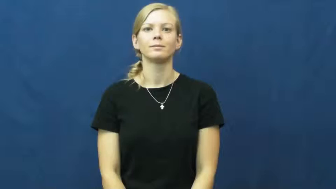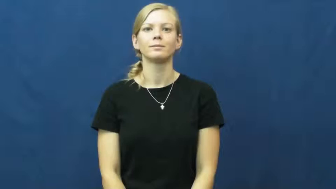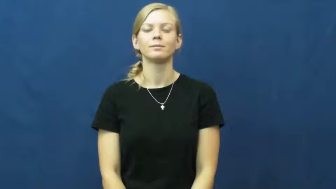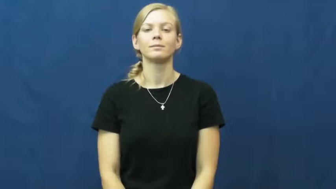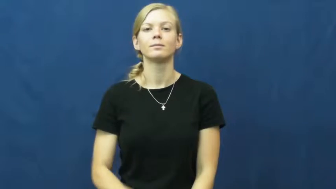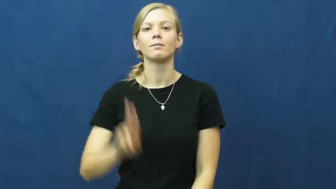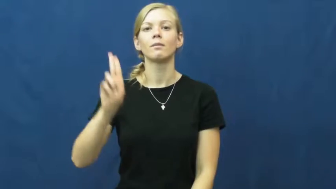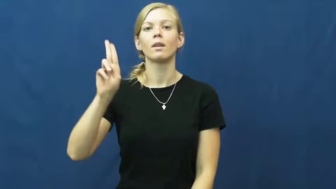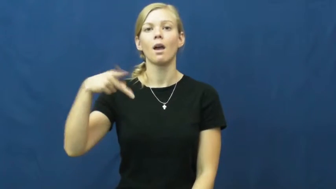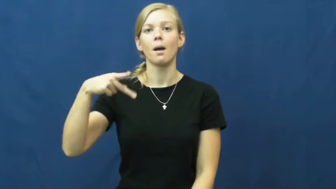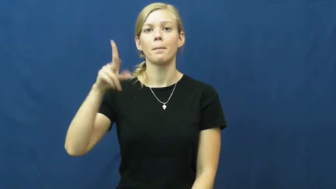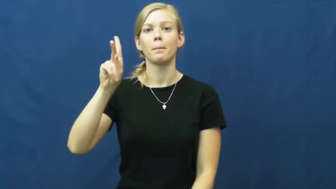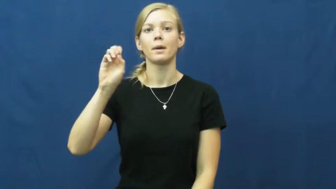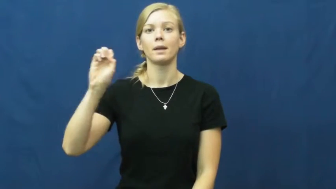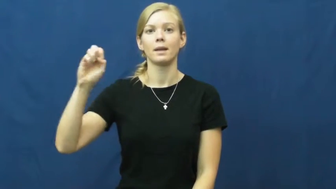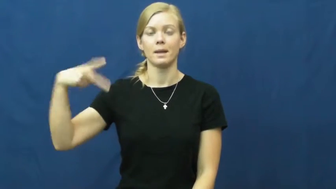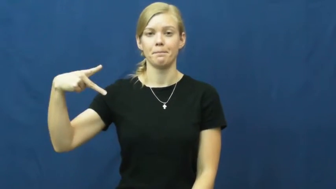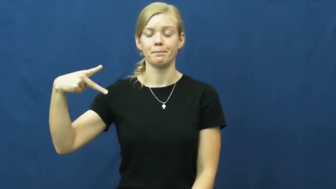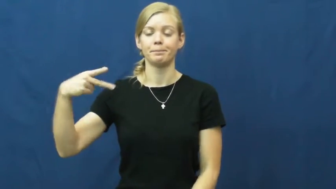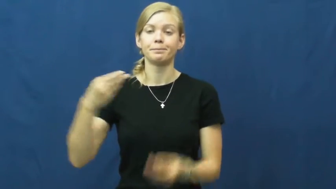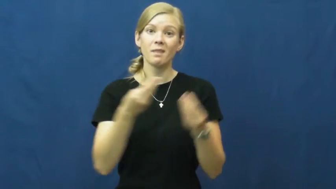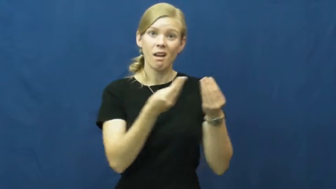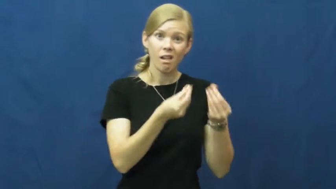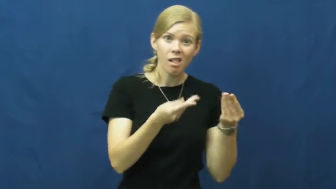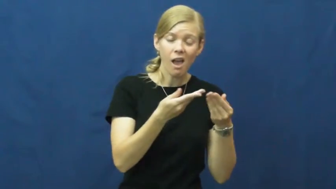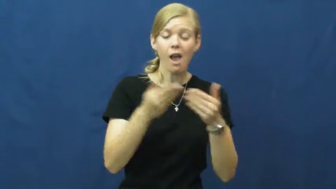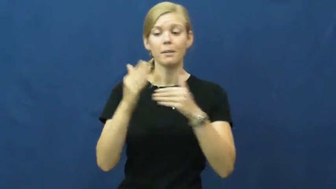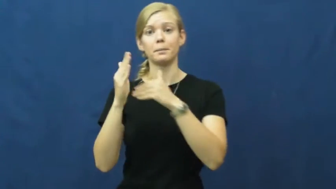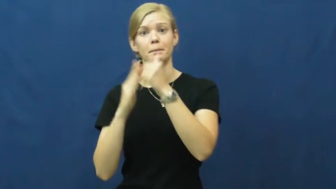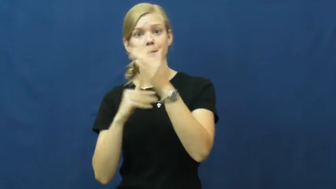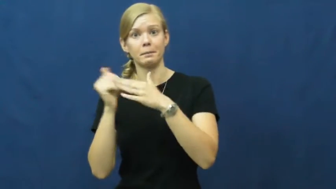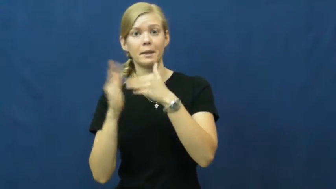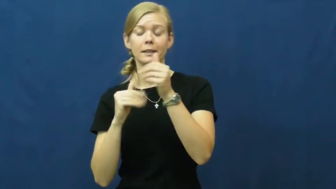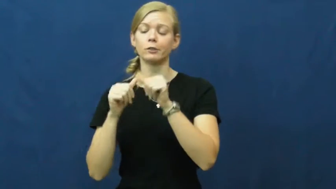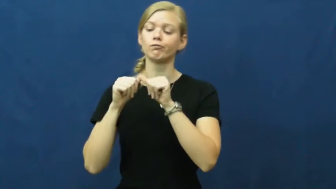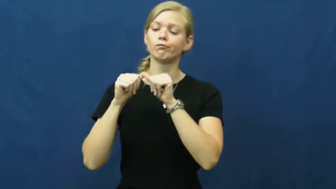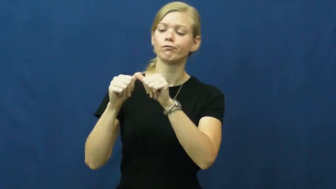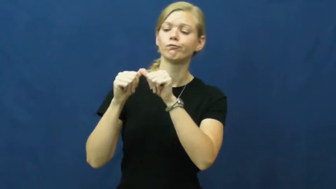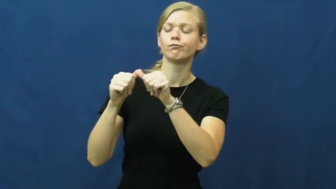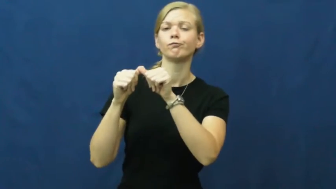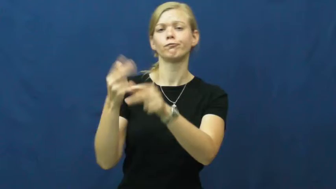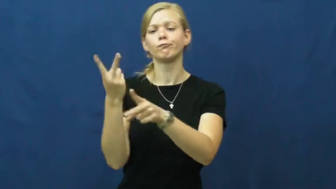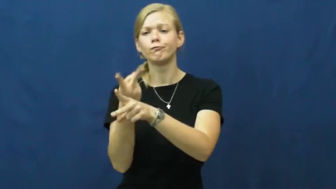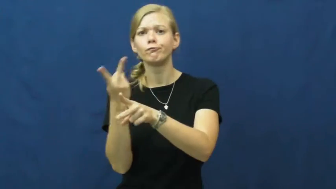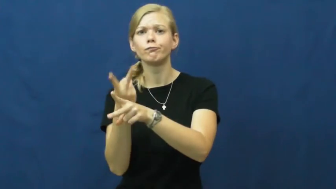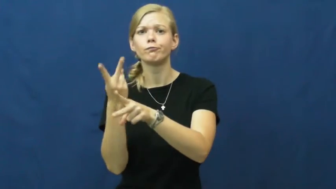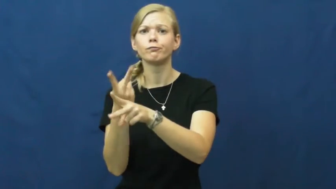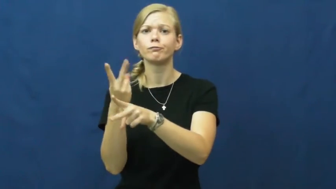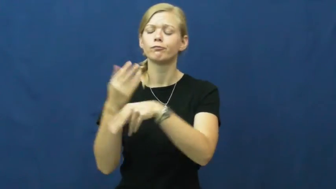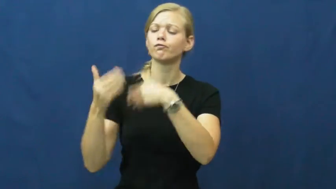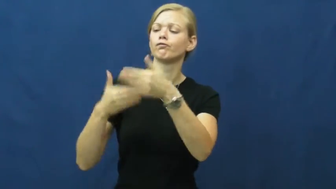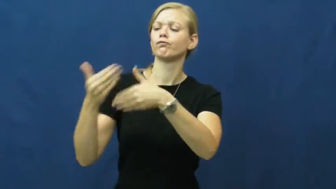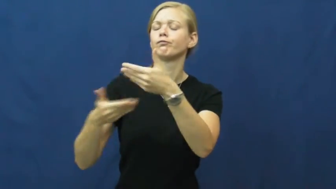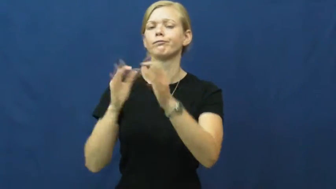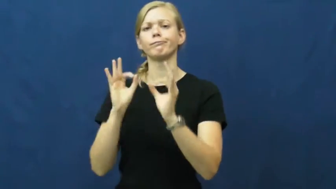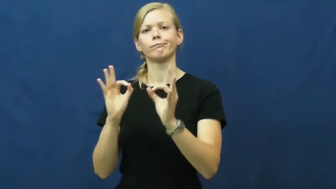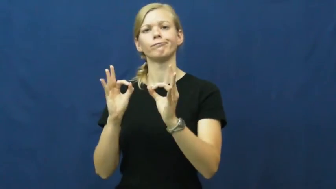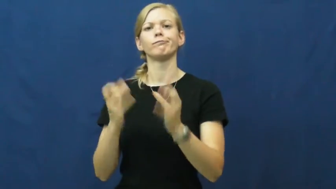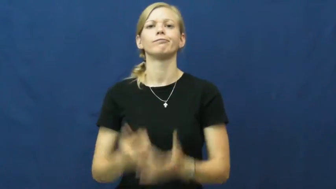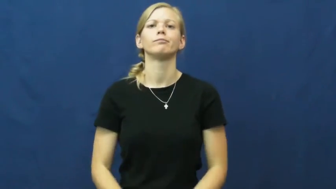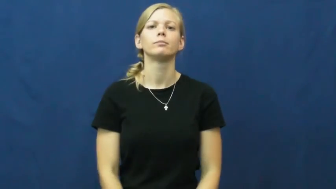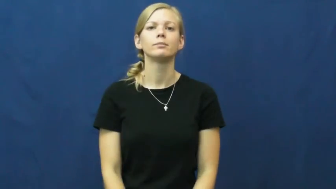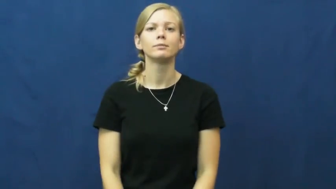upkeep